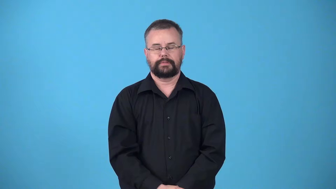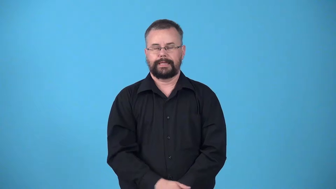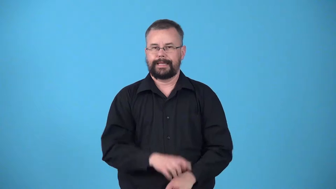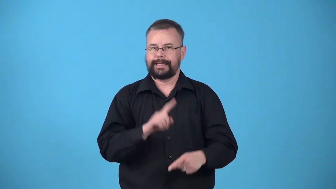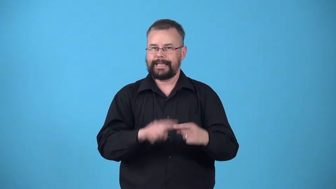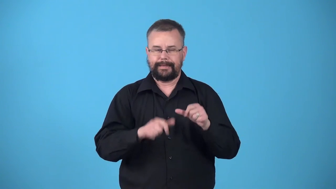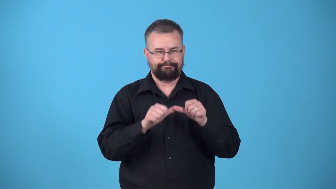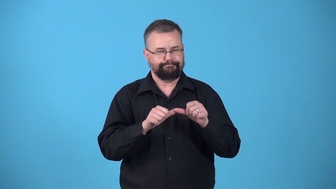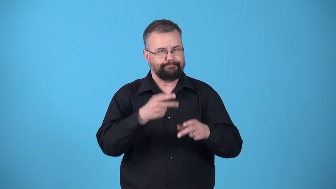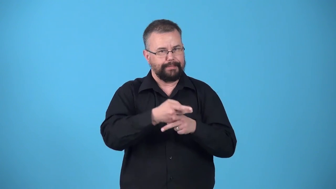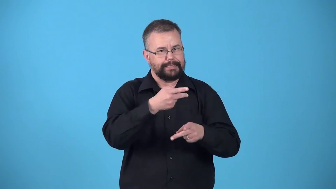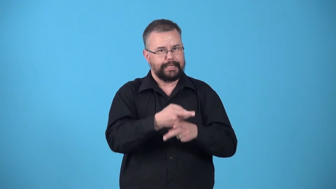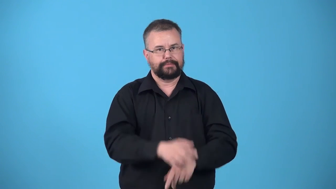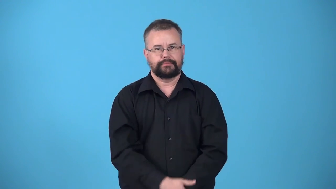unsustainable